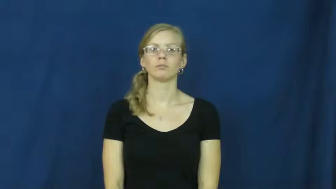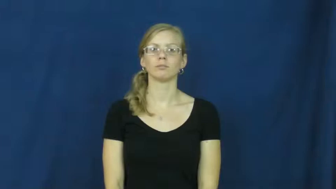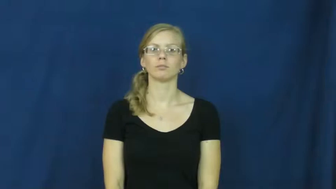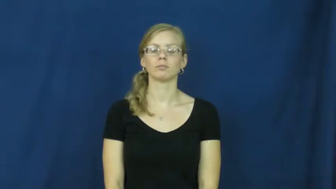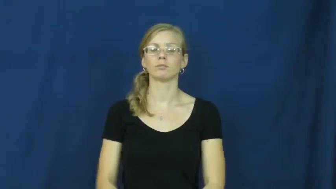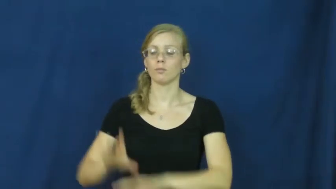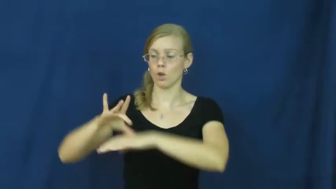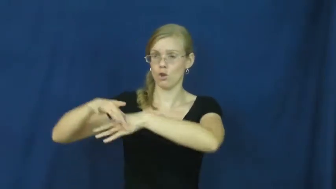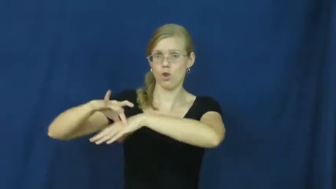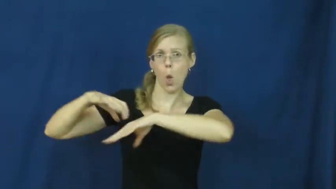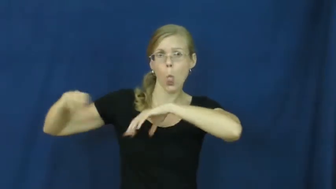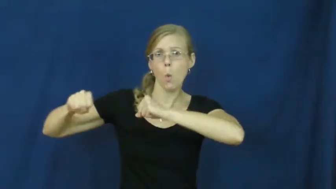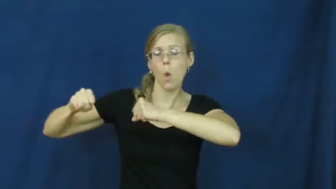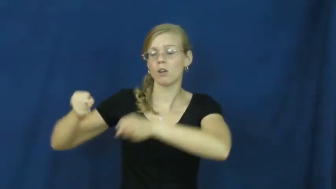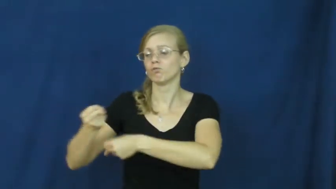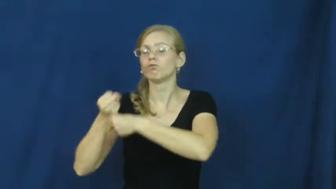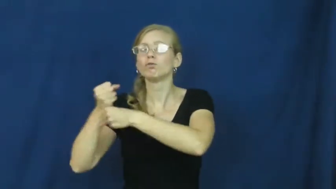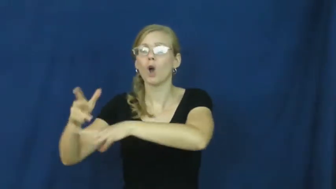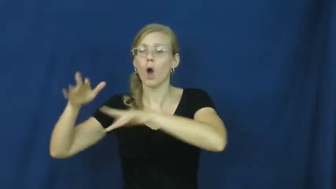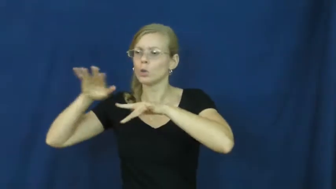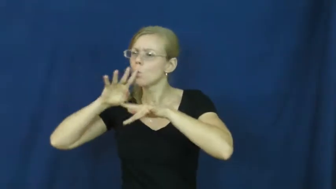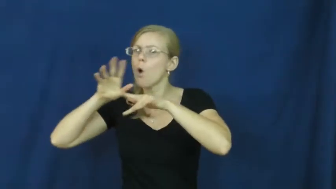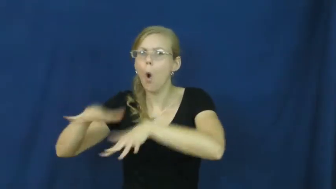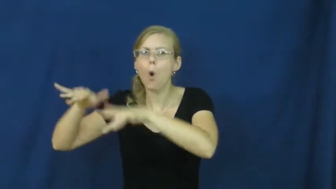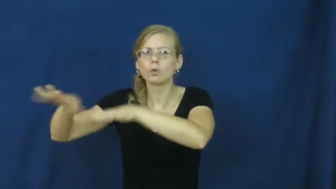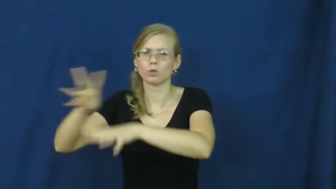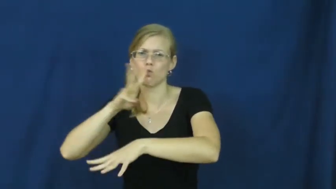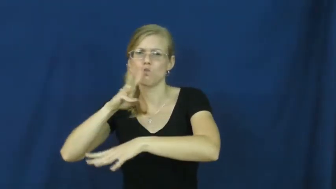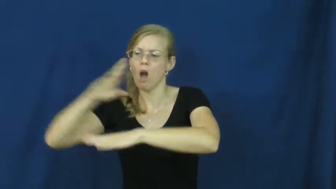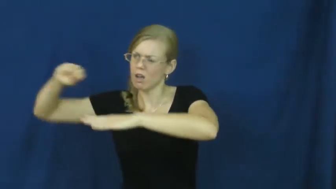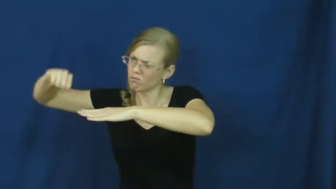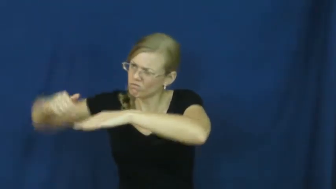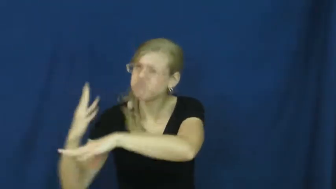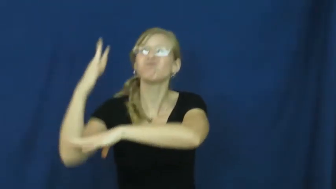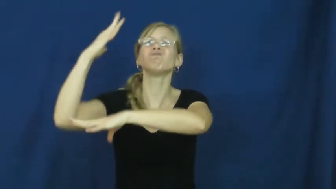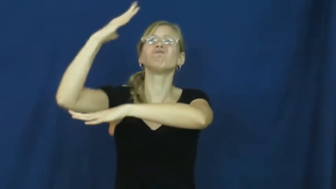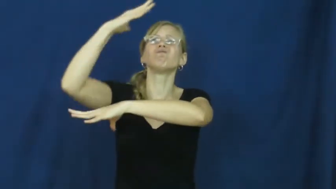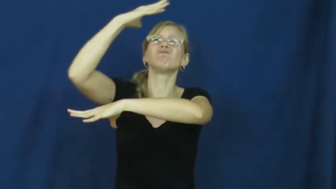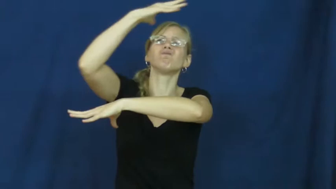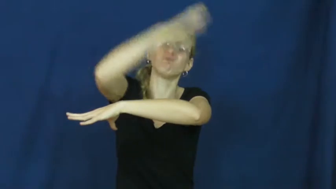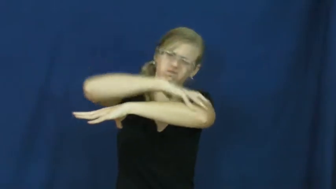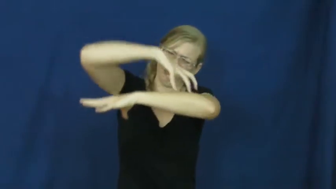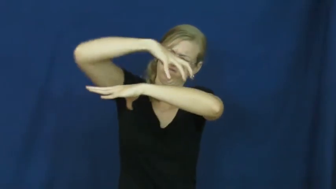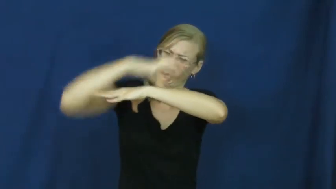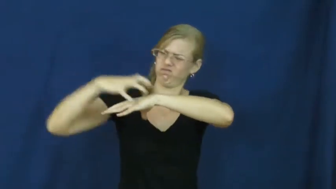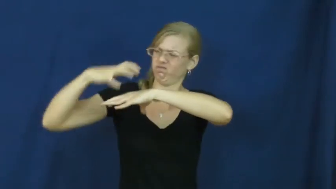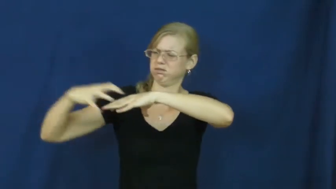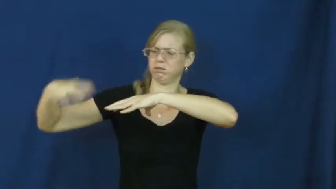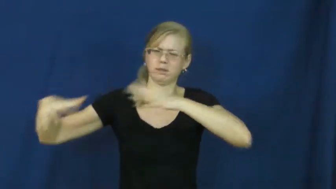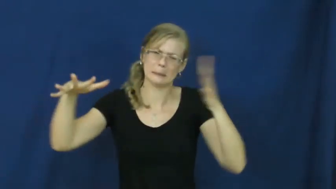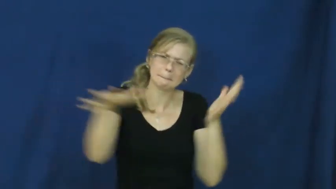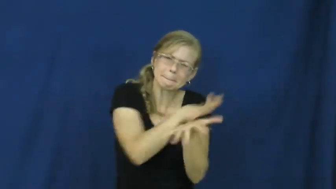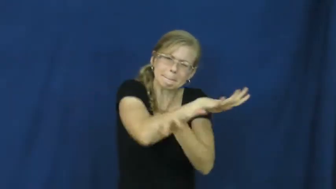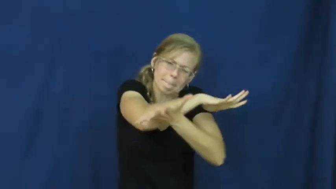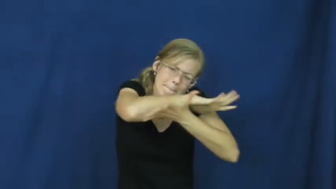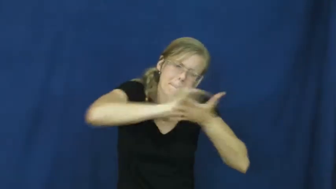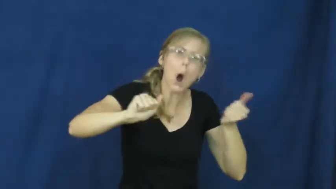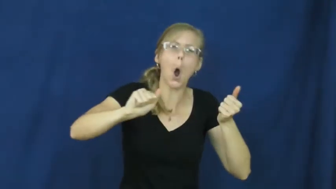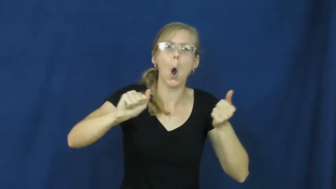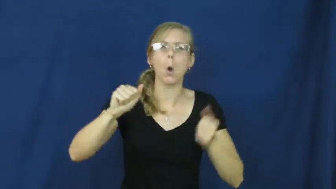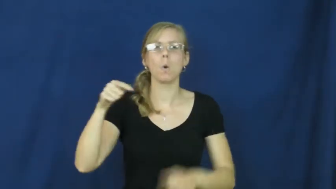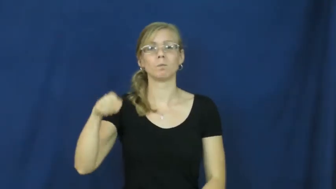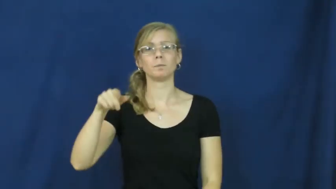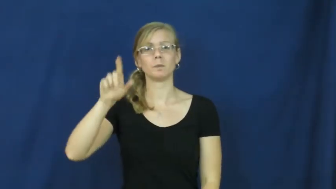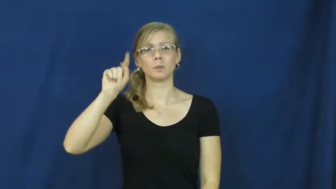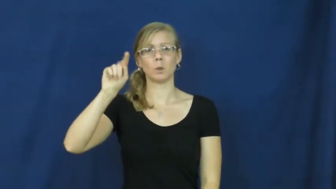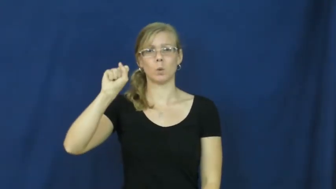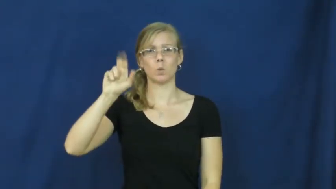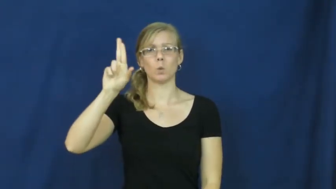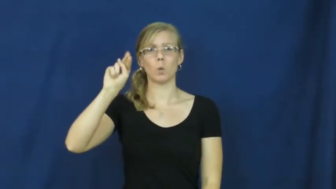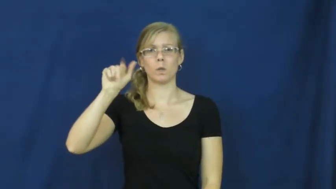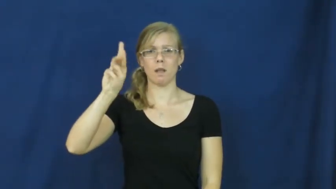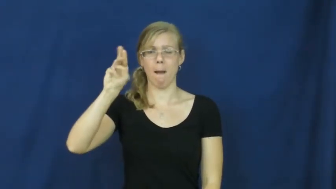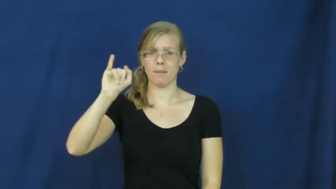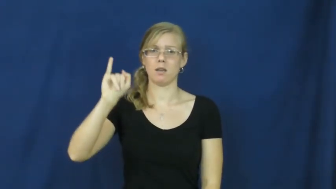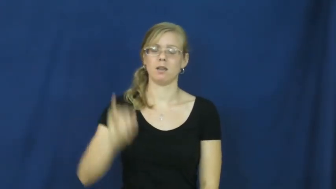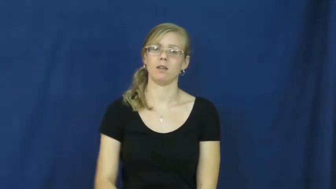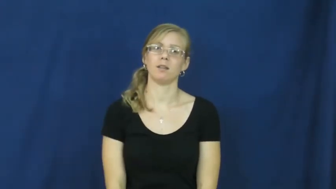tsunamai